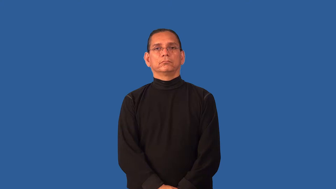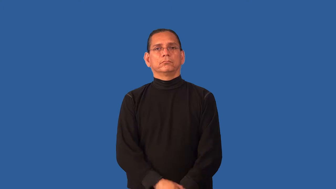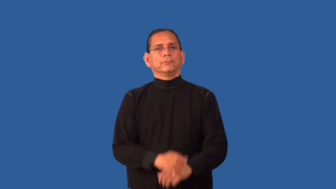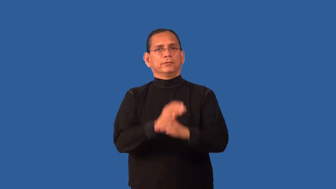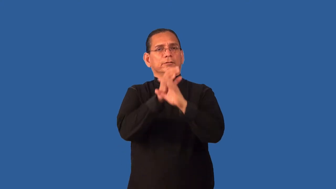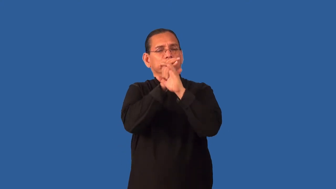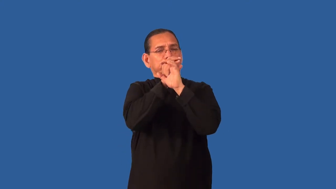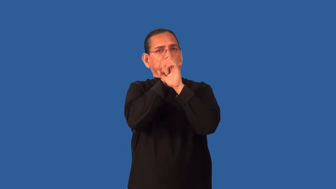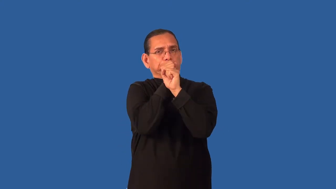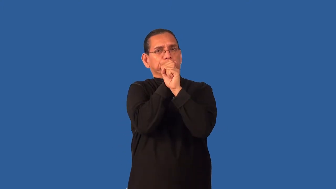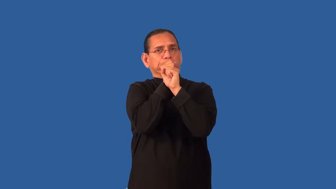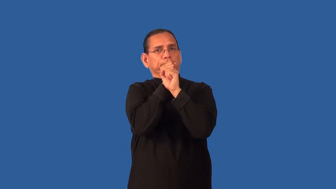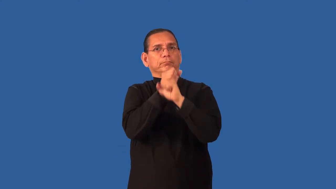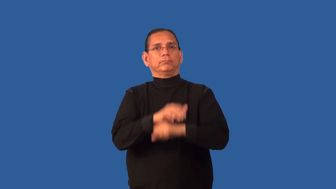discreet-secret